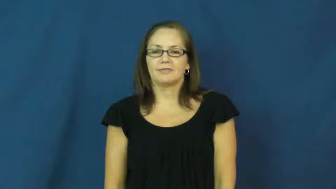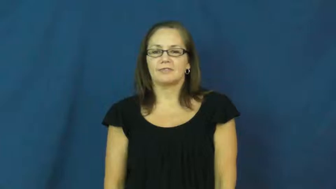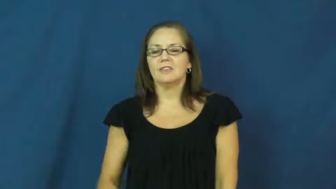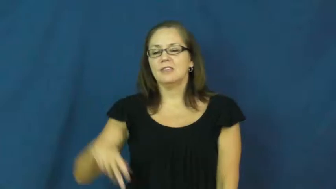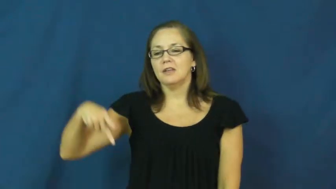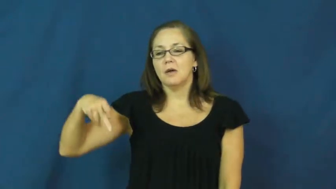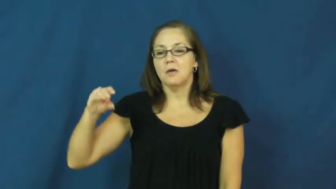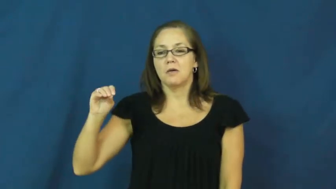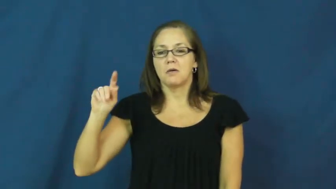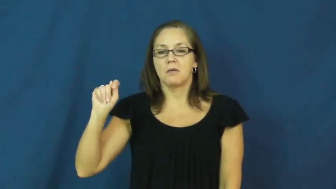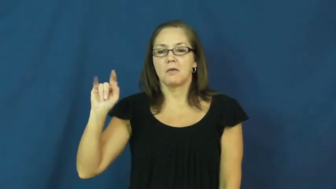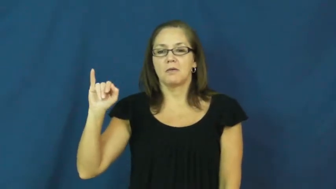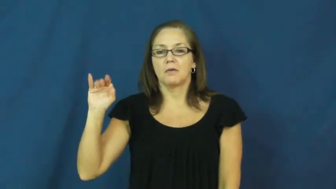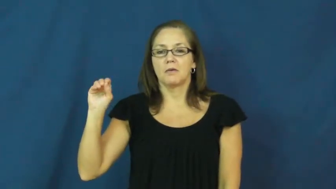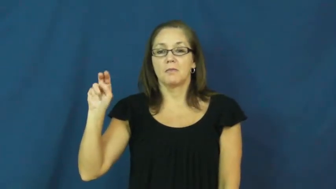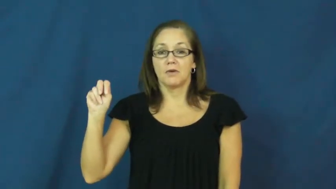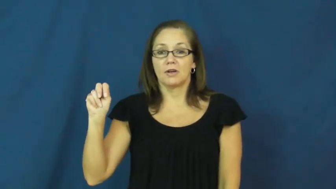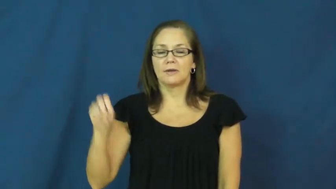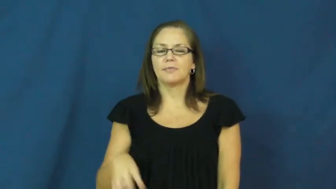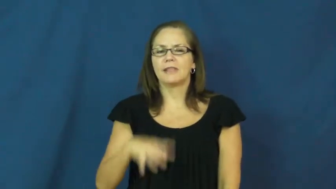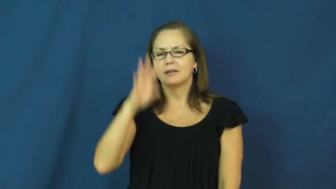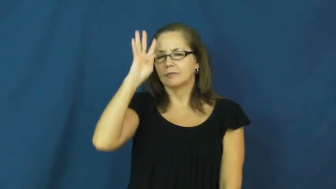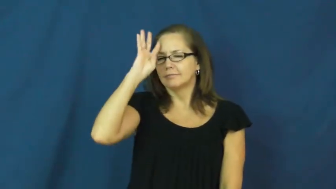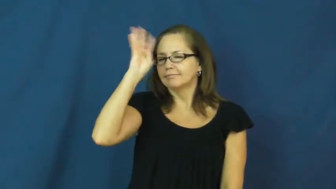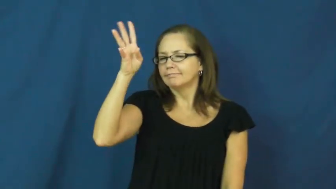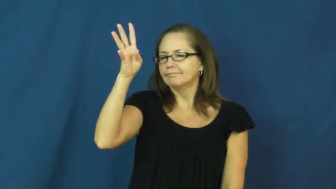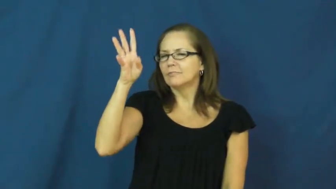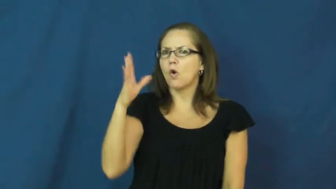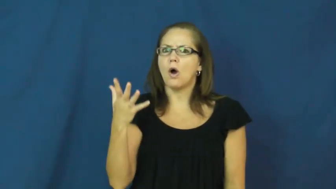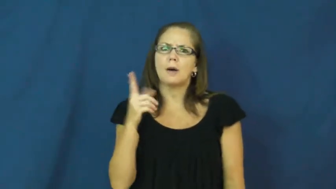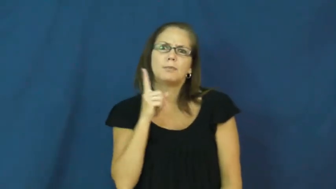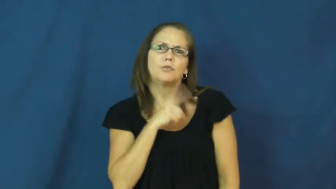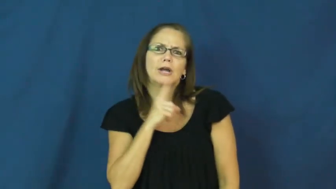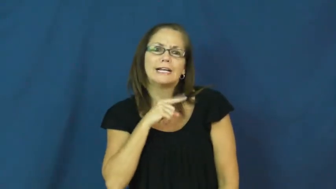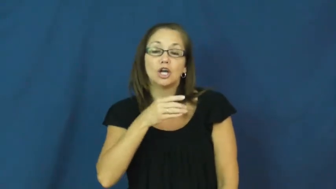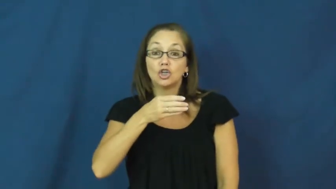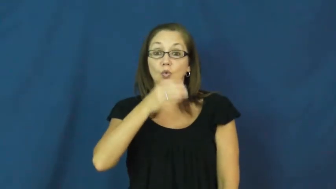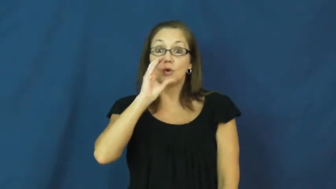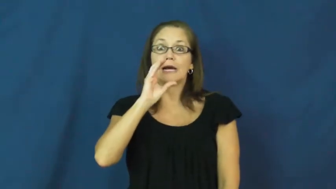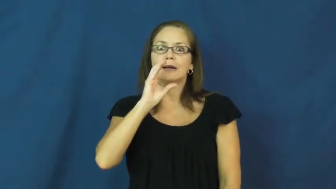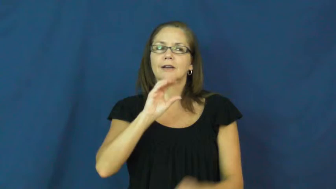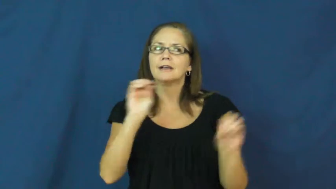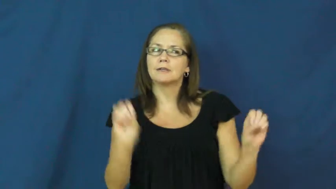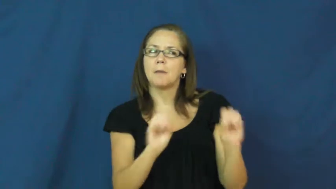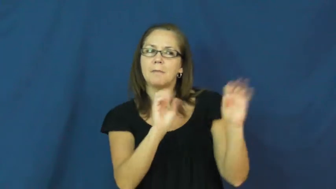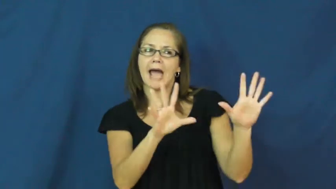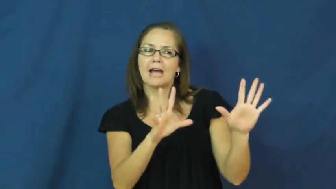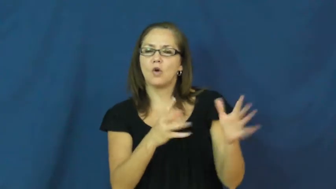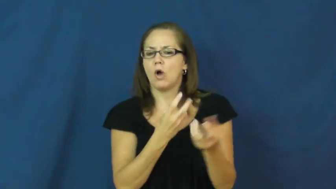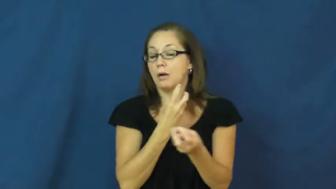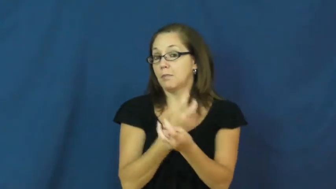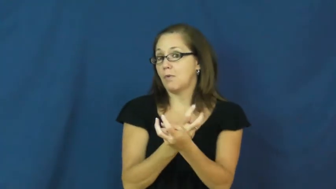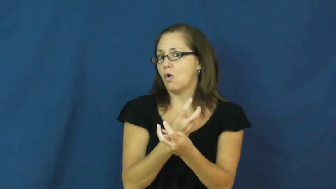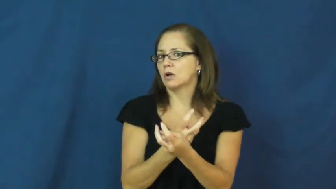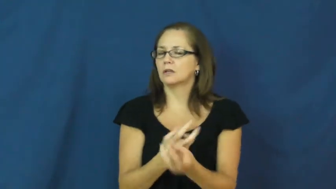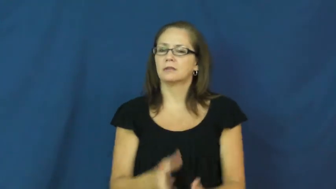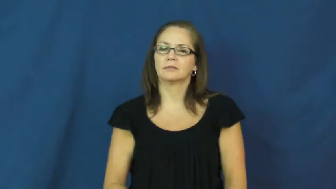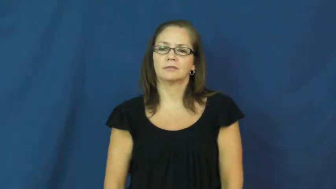potion